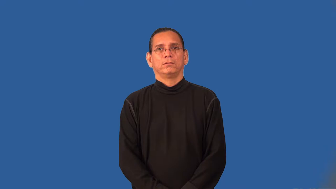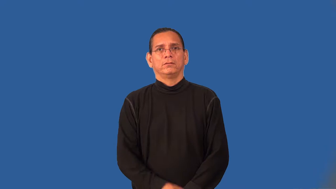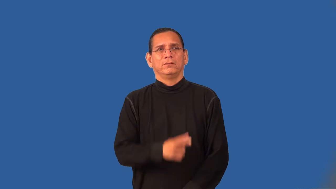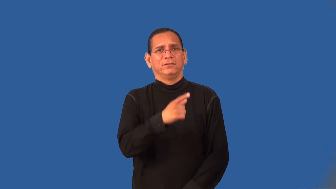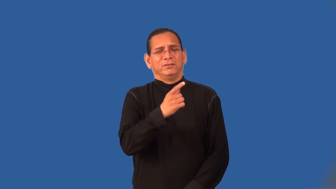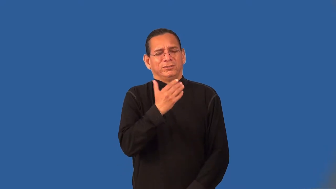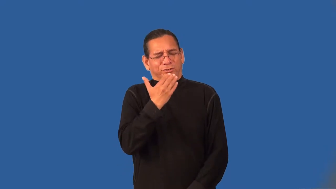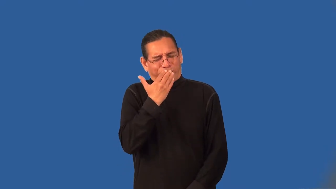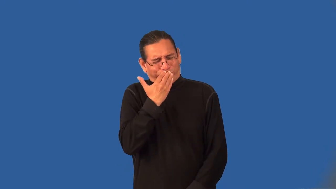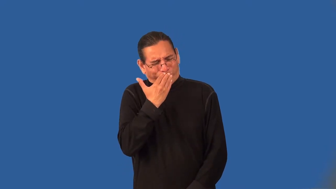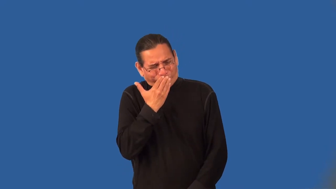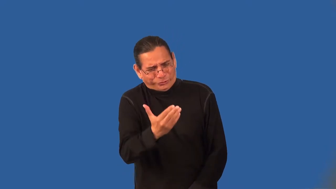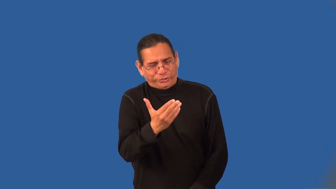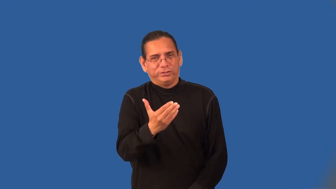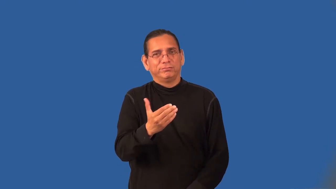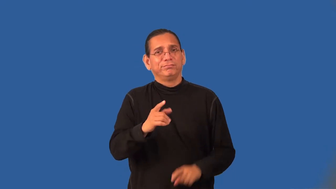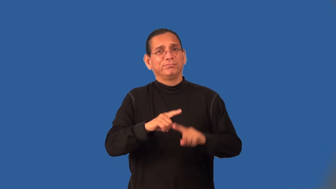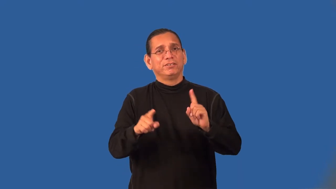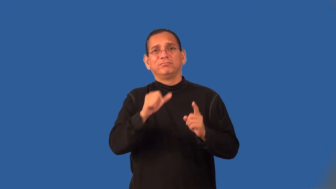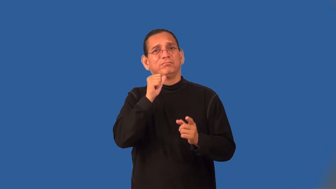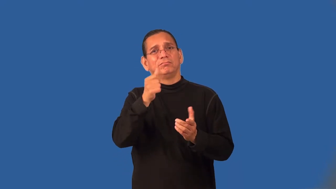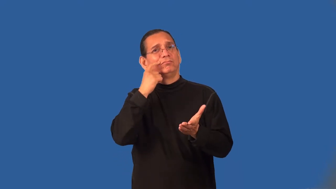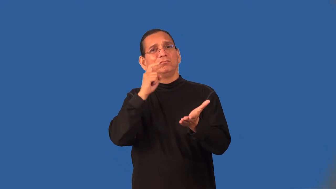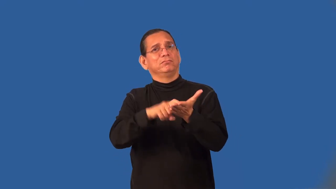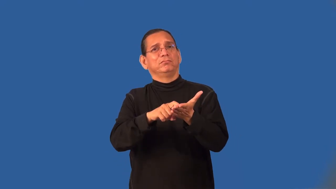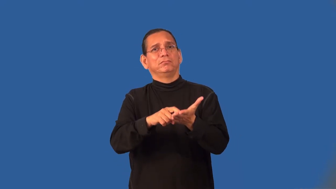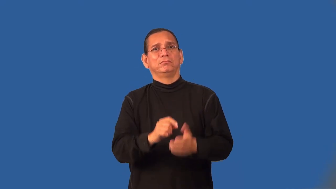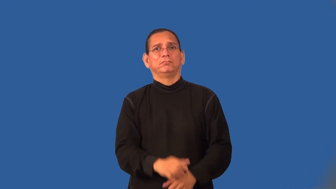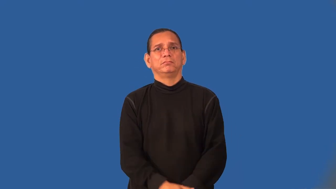underrated